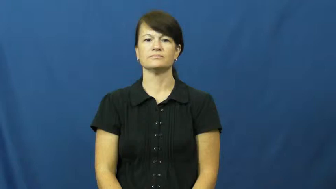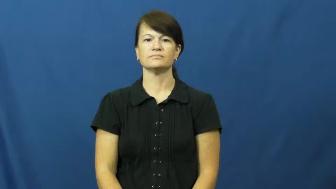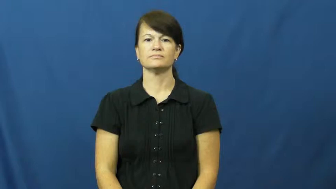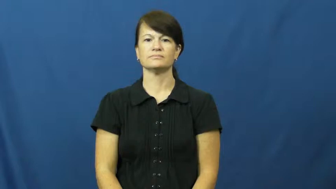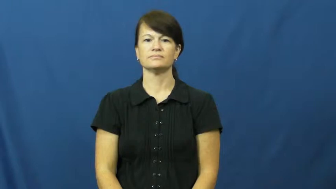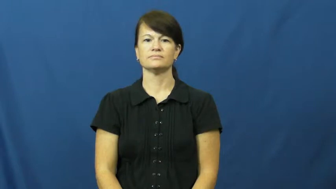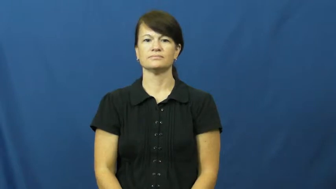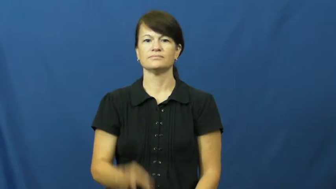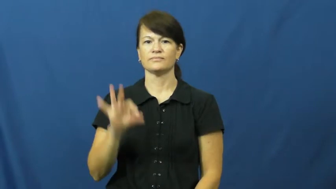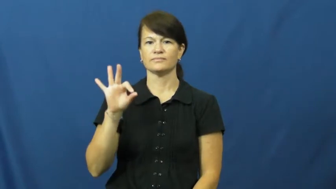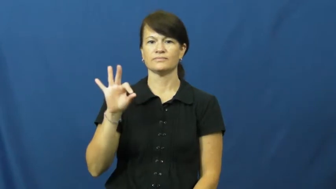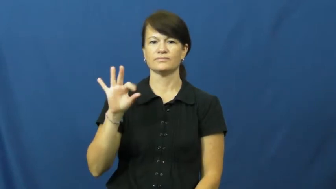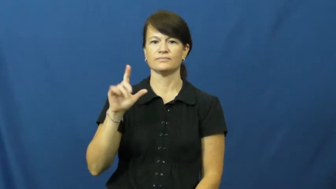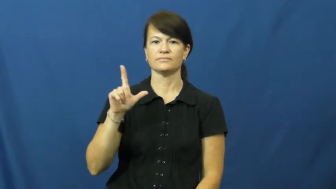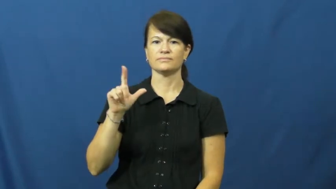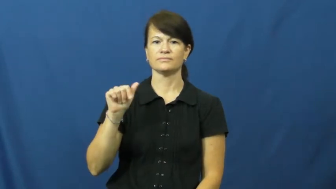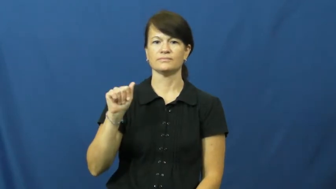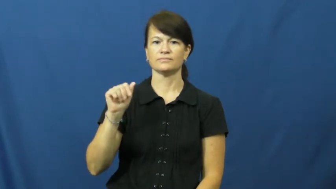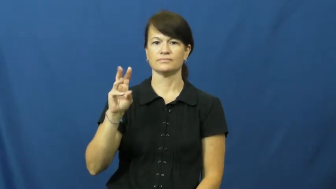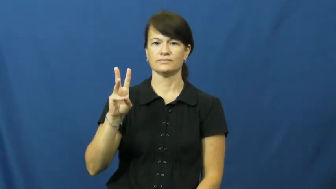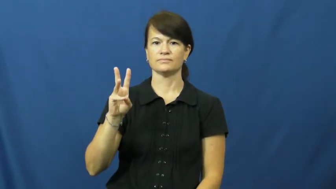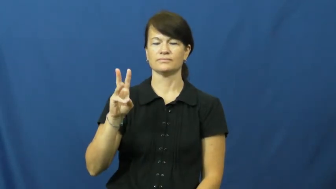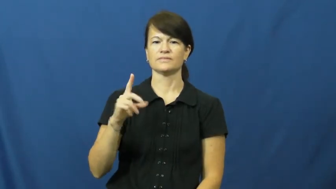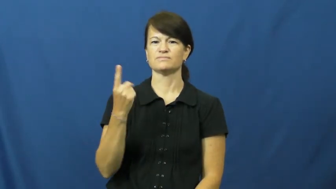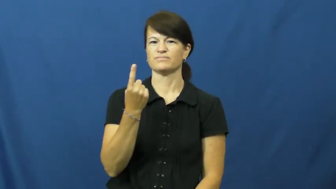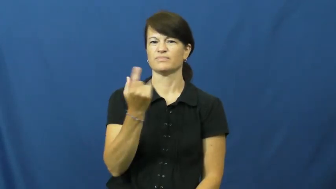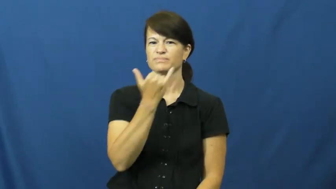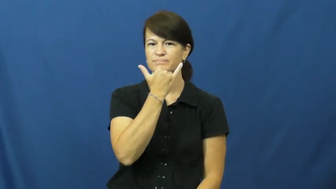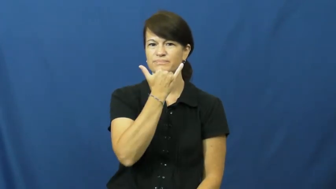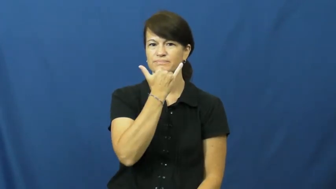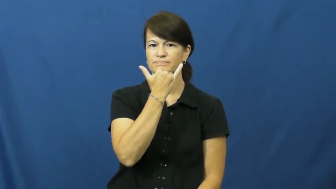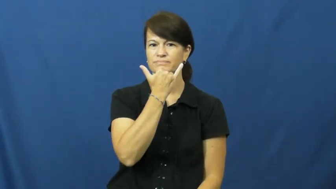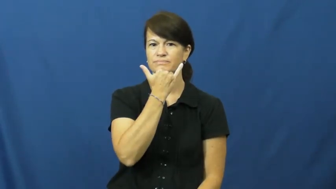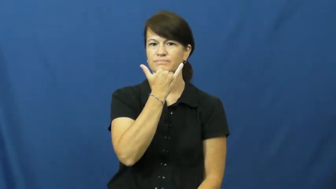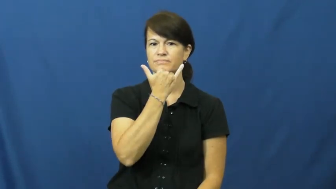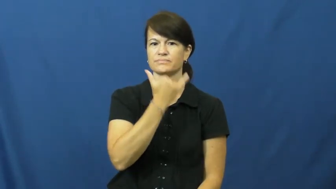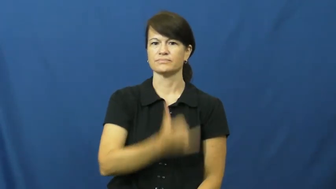flaw